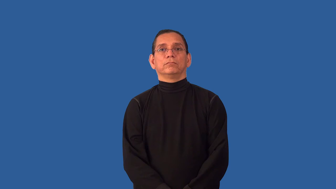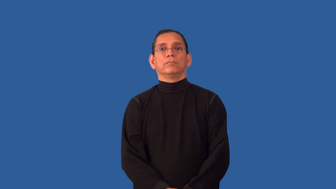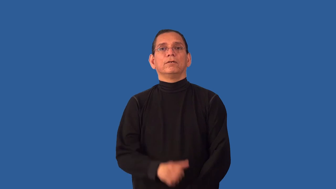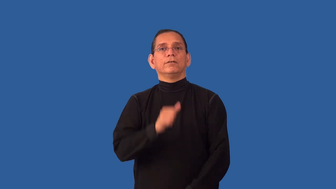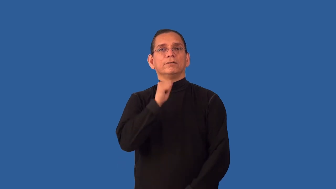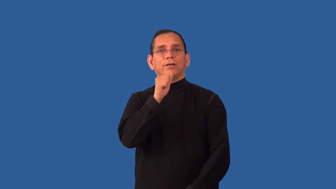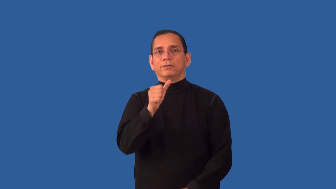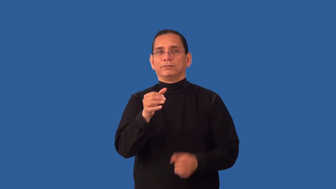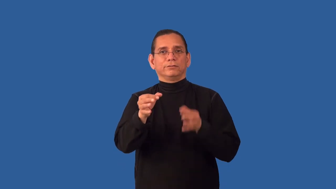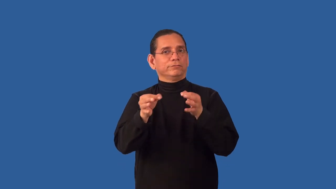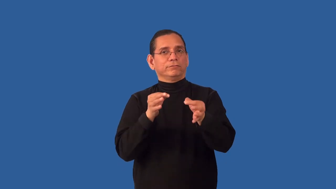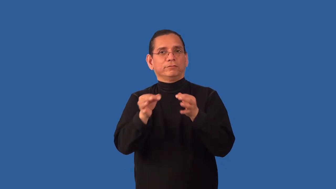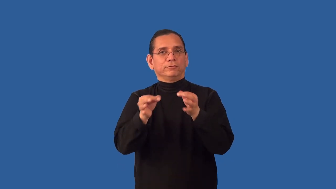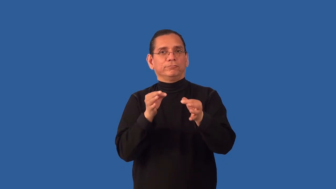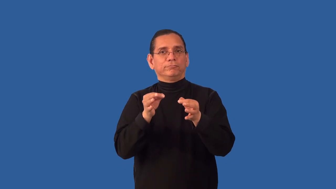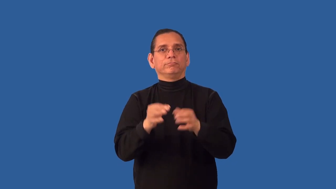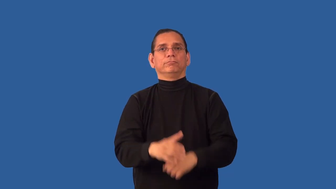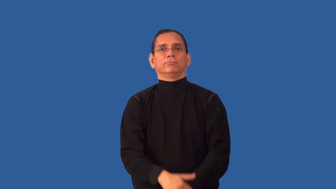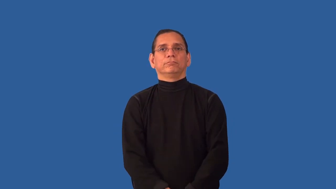undefined